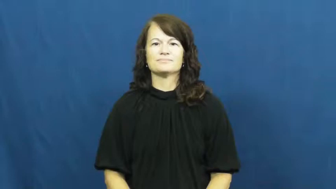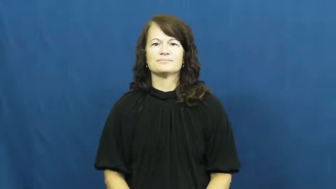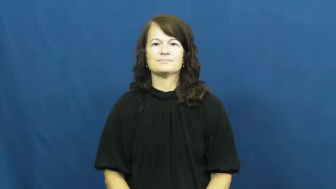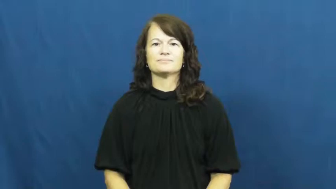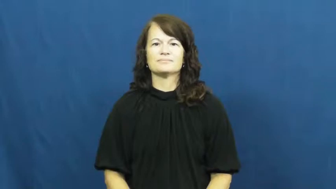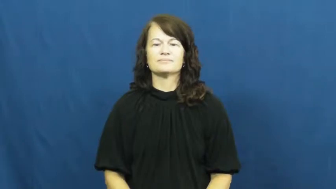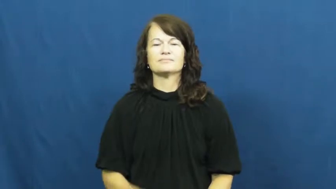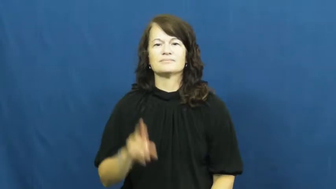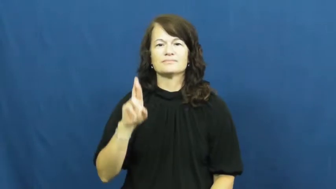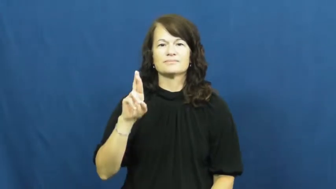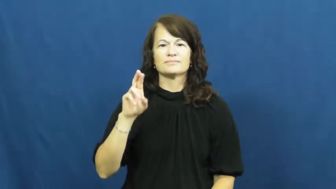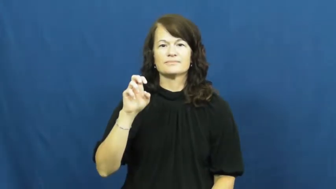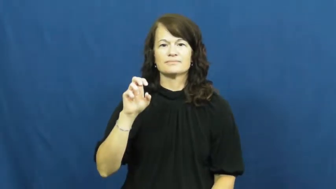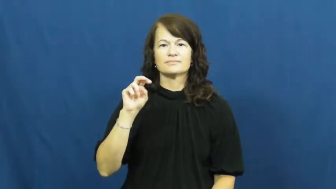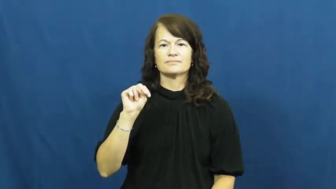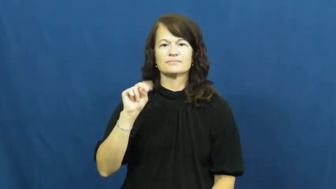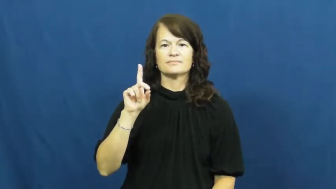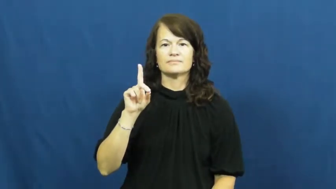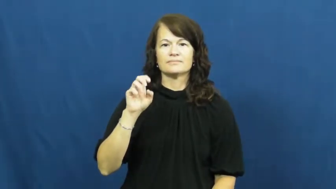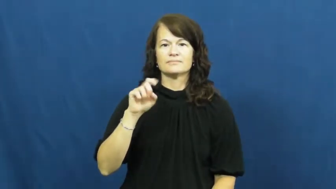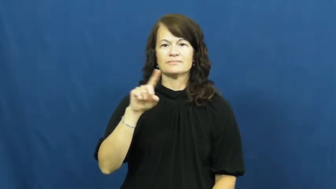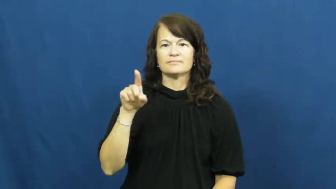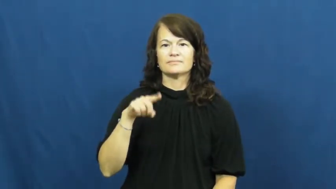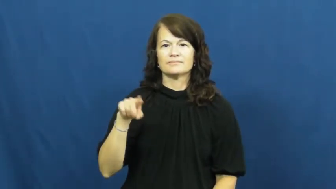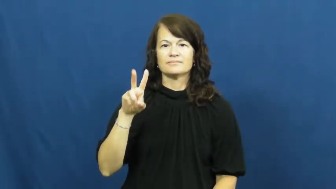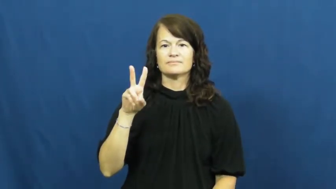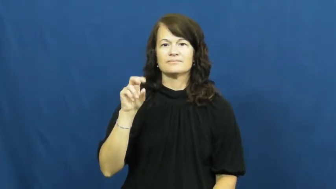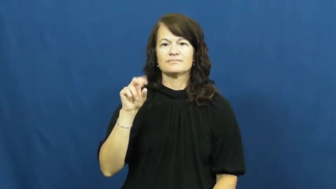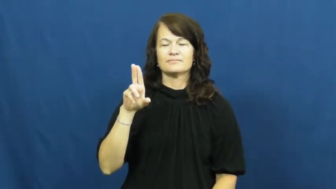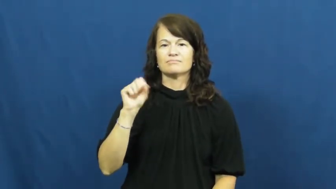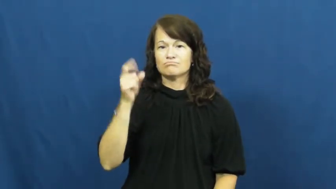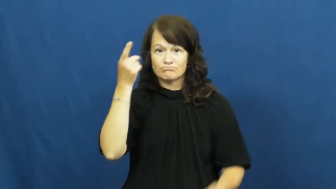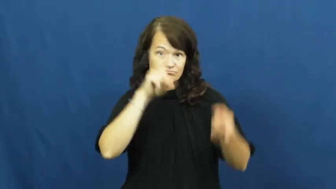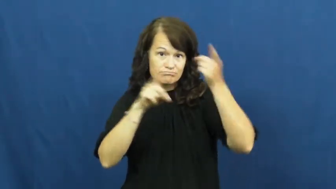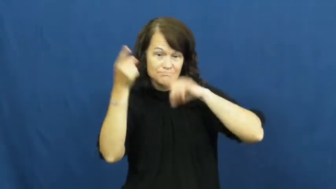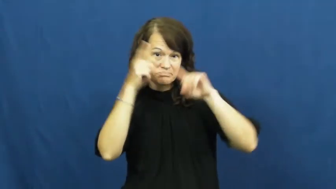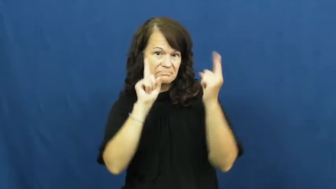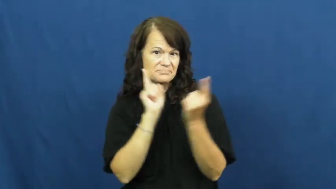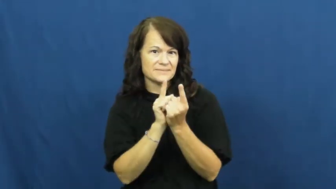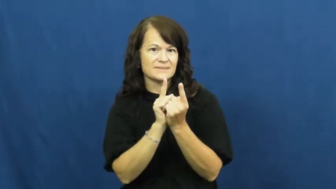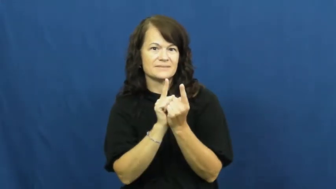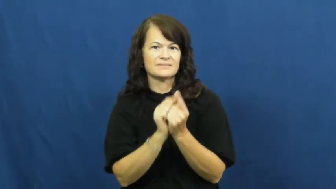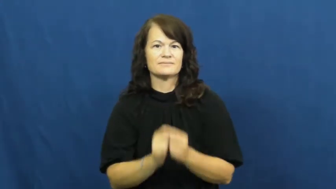rendezvous